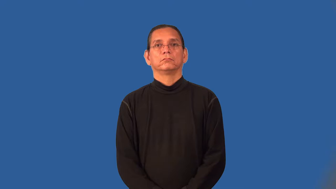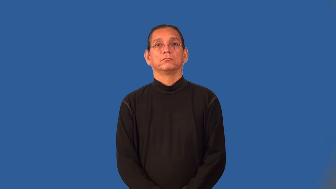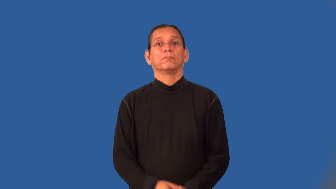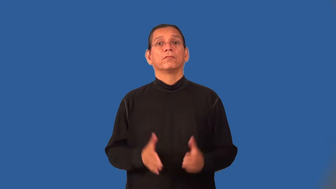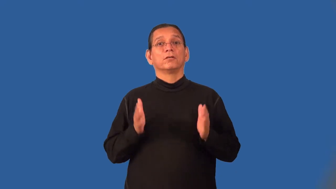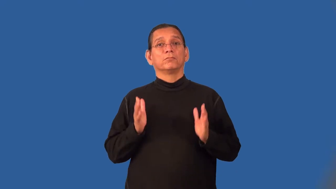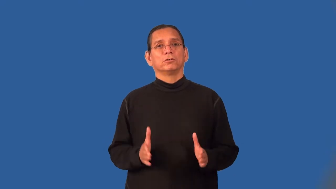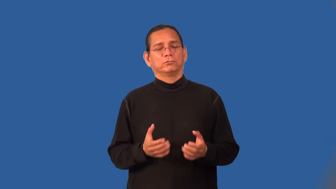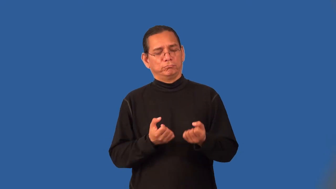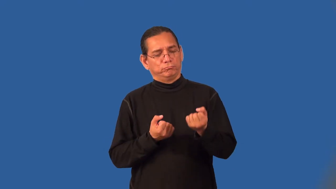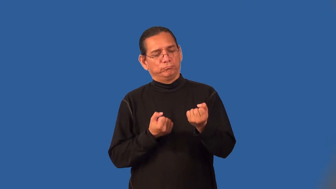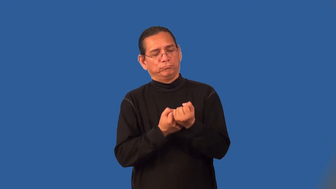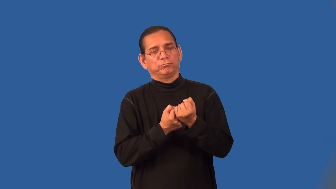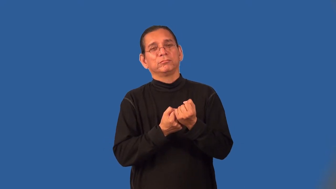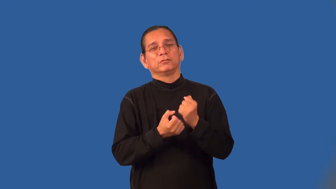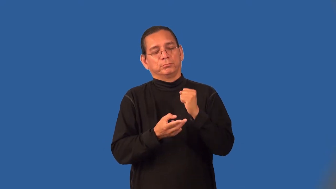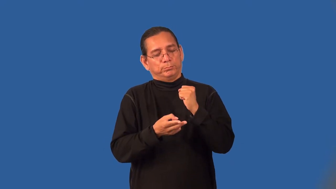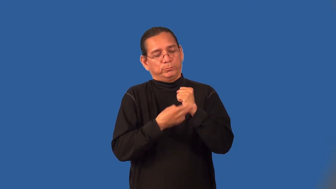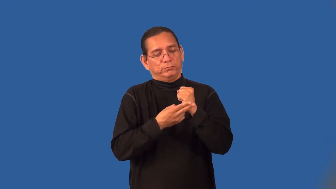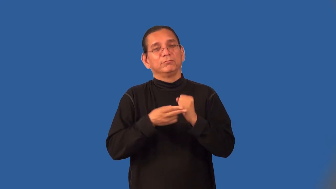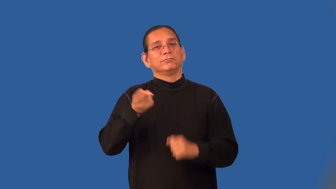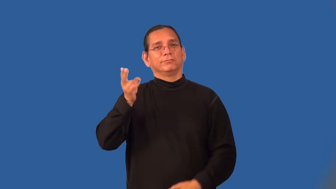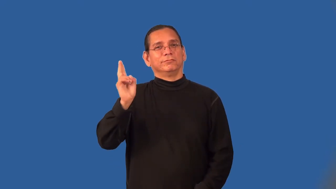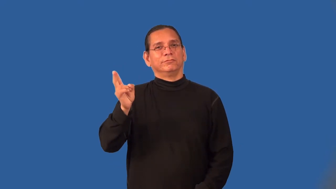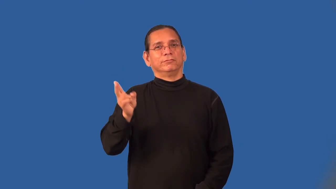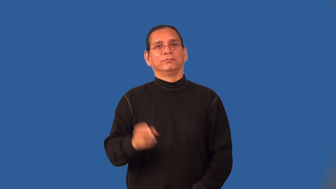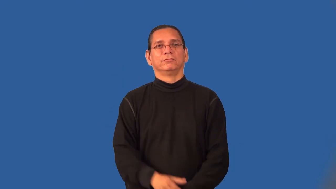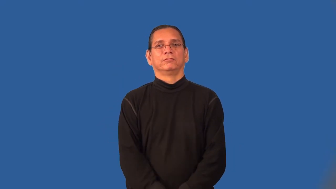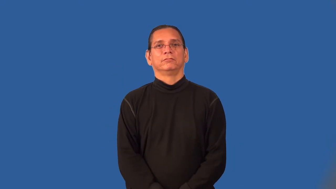preservationist